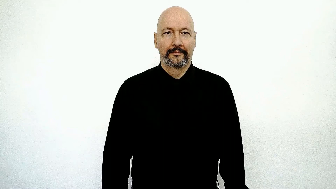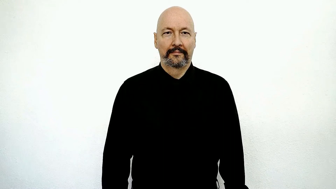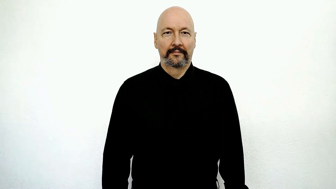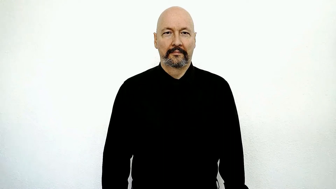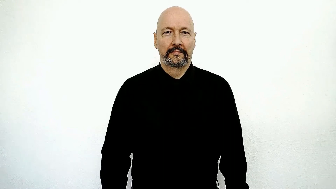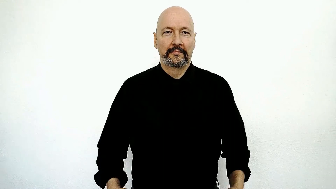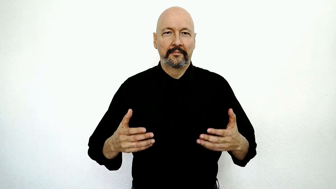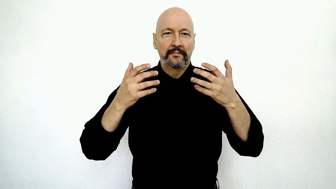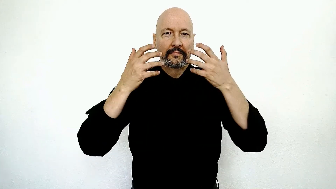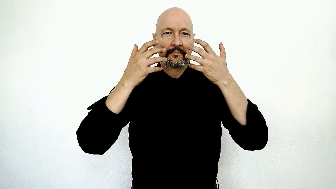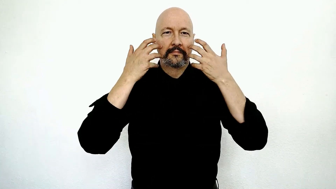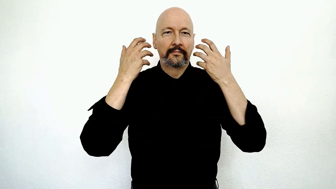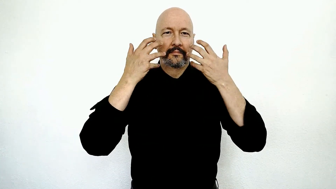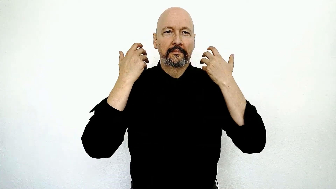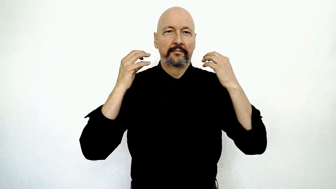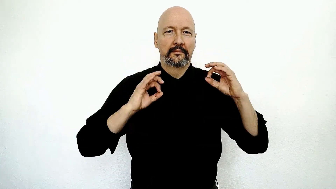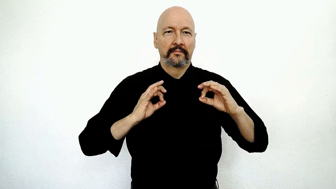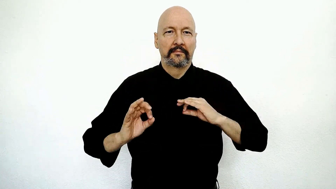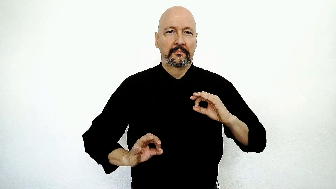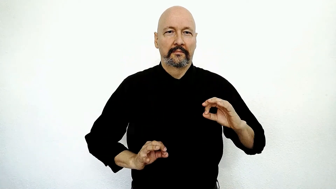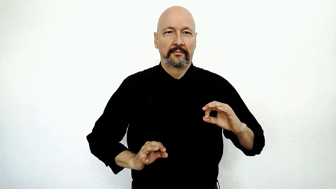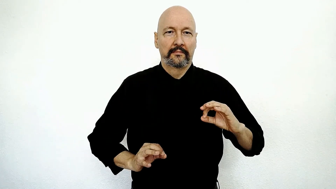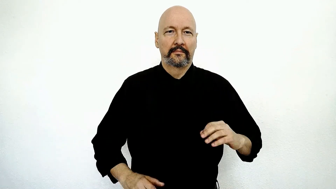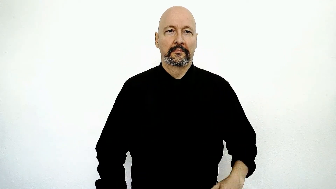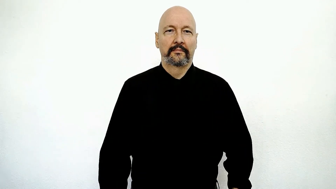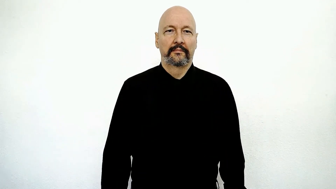jaguar-[TIGER-SPOTTED] / cheetah / leopard